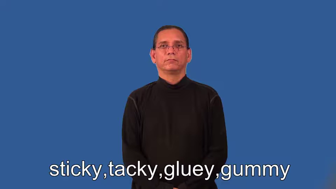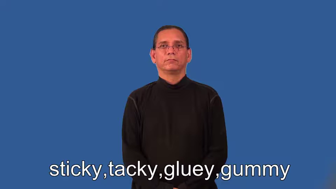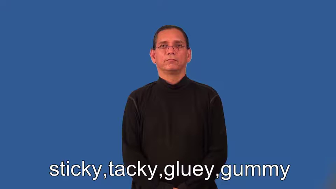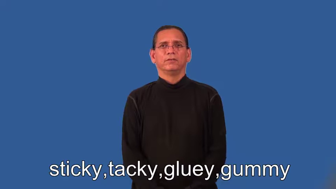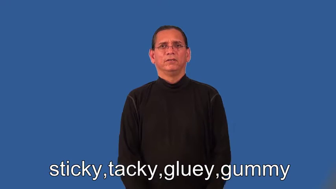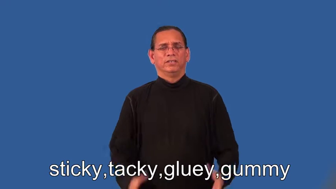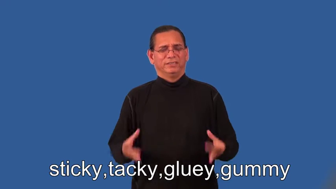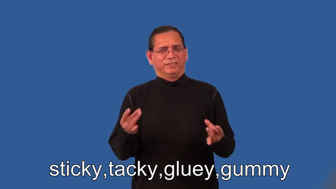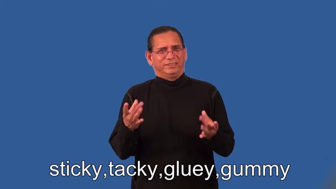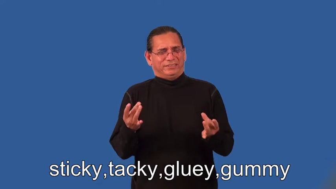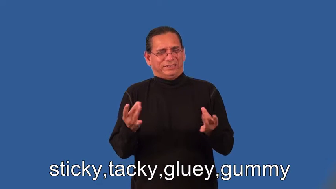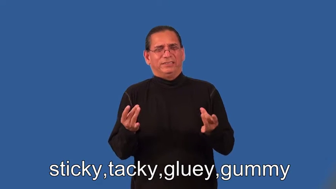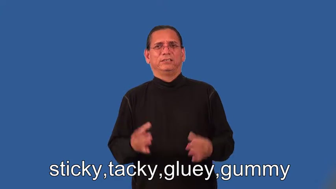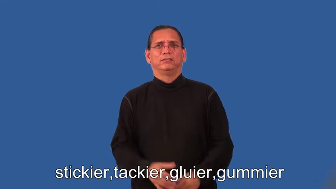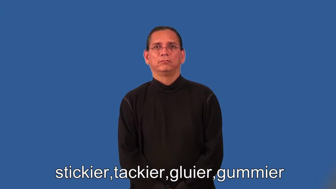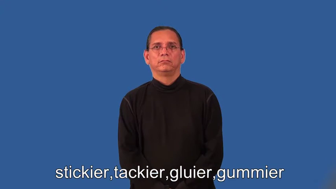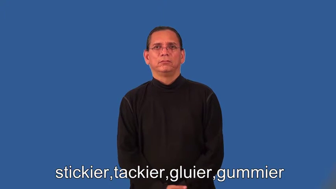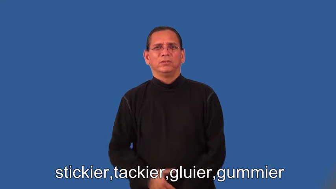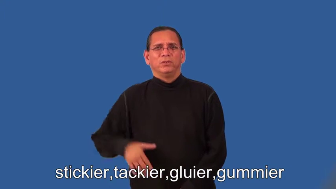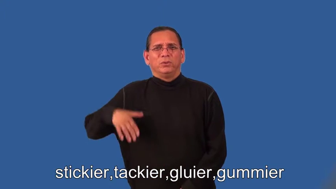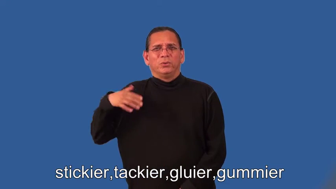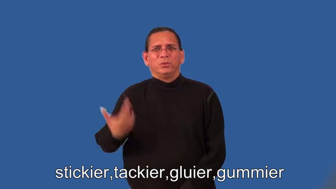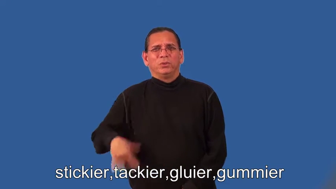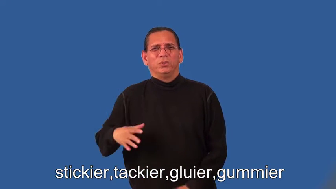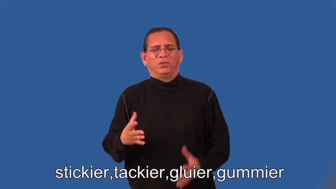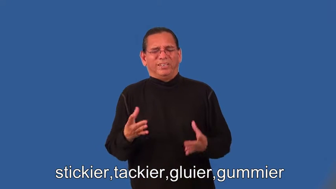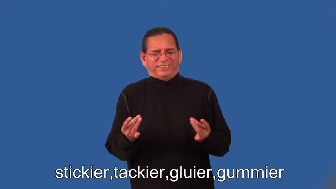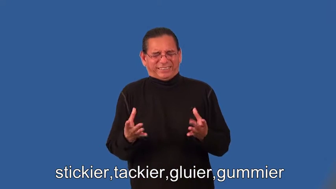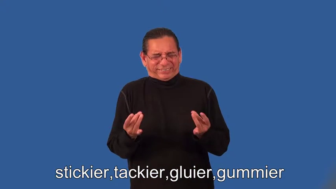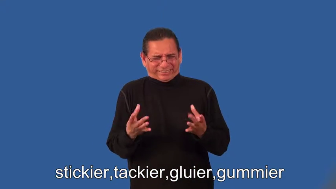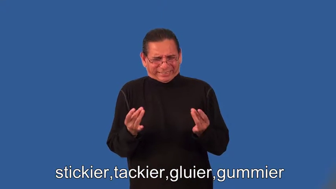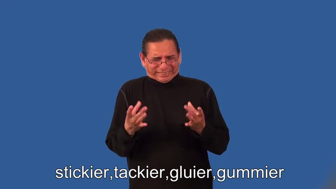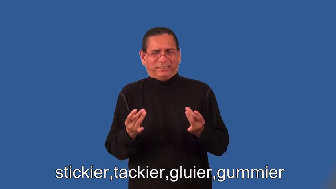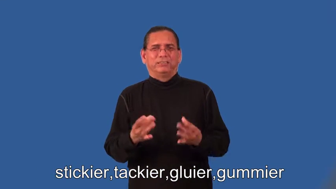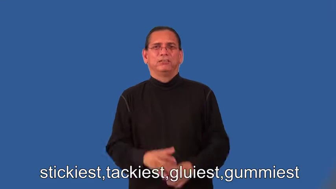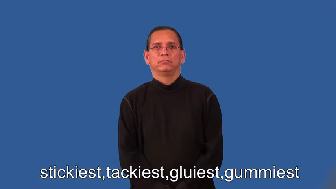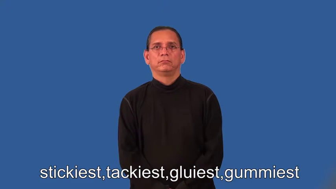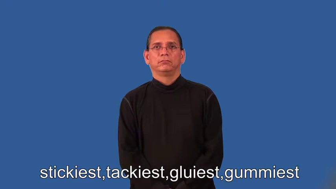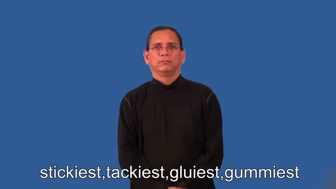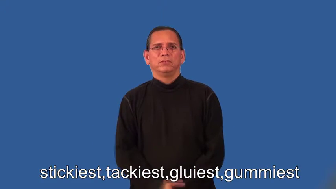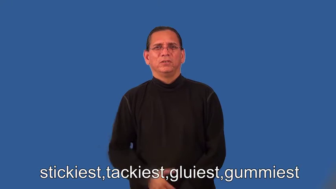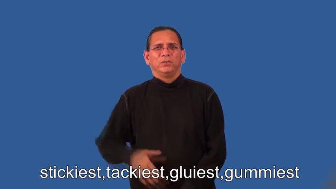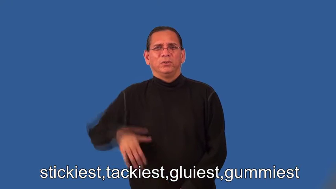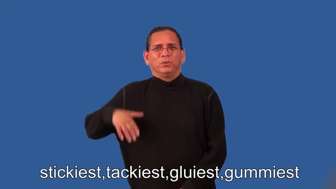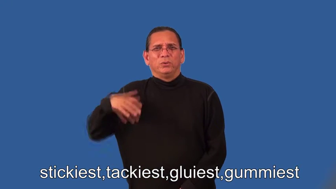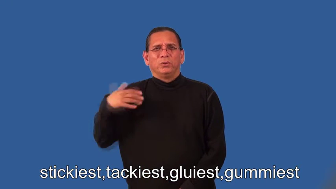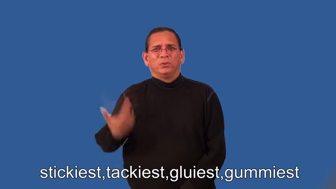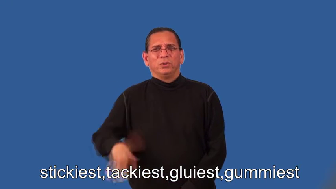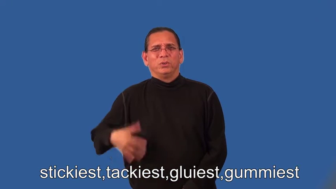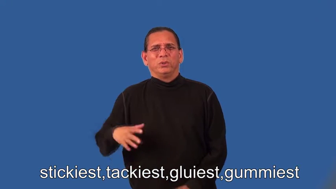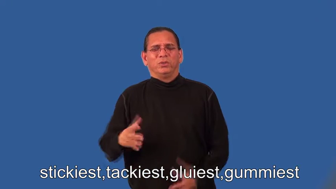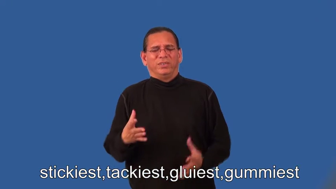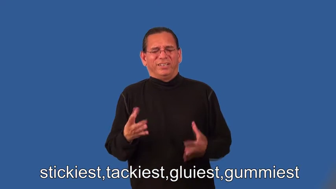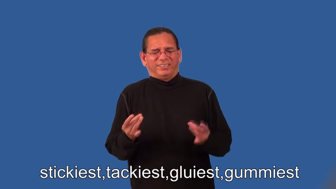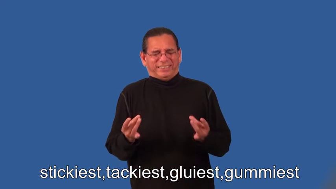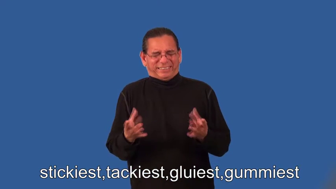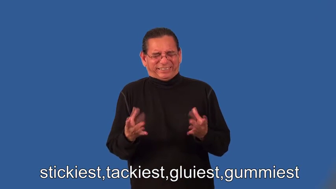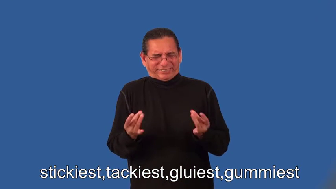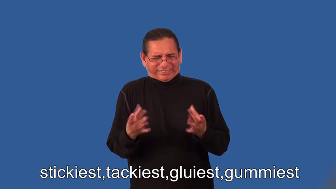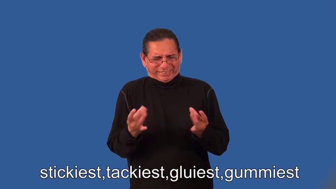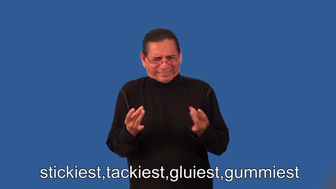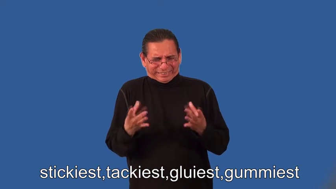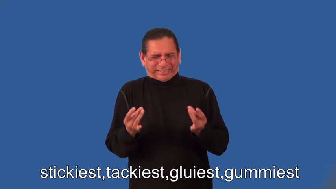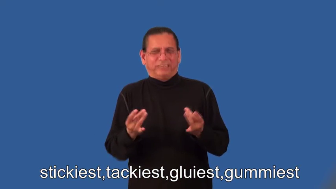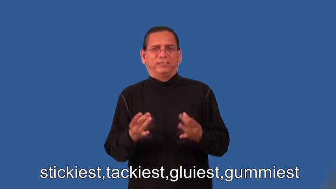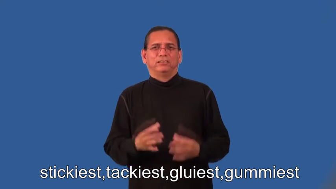stickier,tackier,gluier,gummier,stickiest,tackiest,gluiest,gummiest